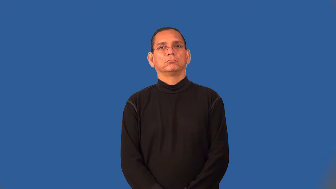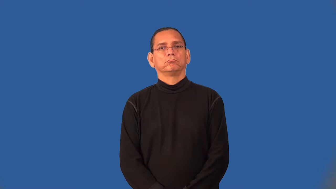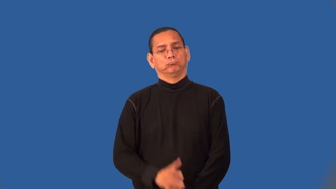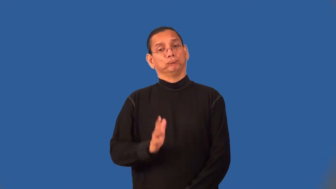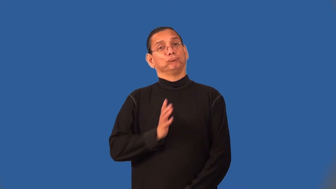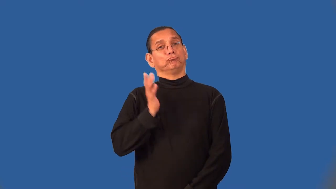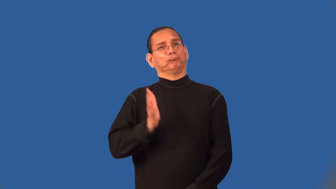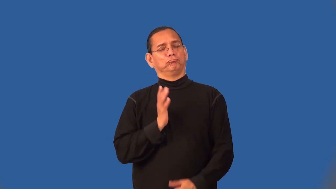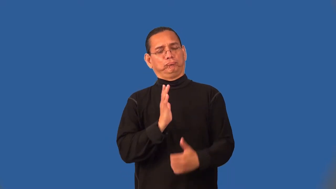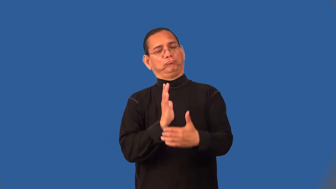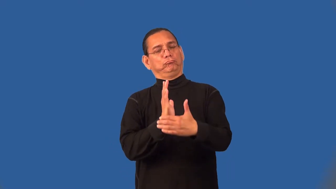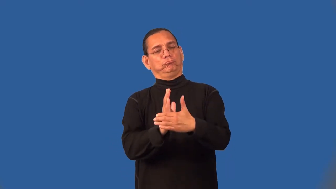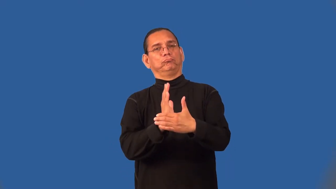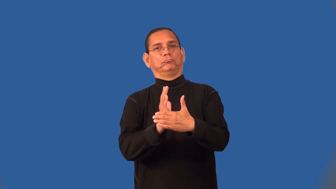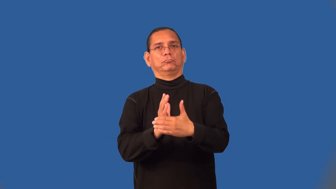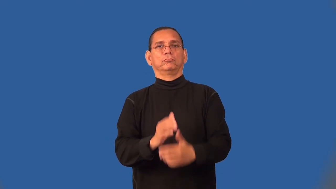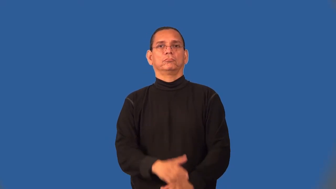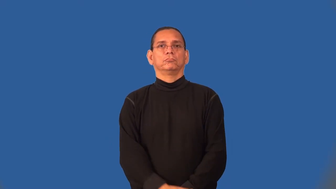semiformal